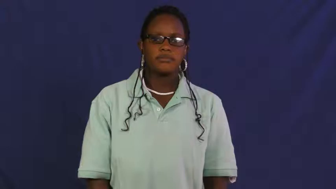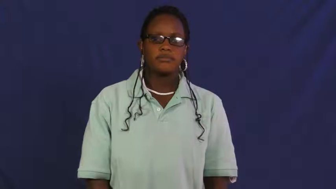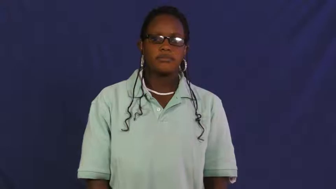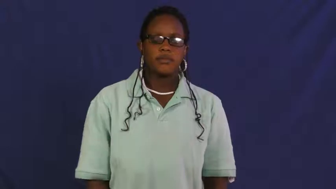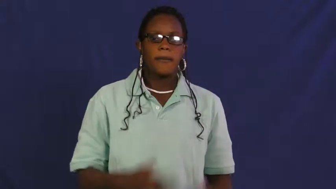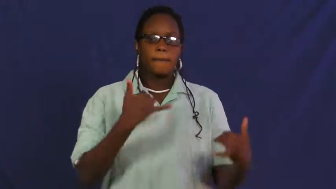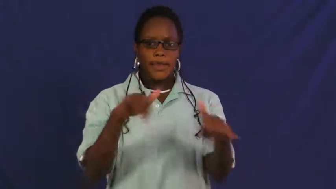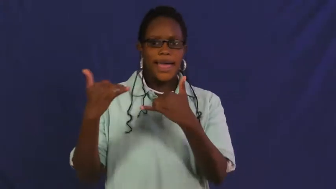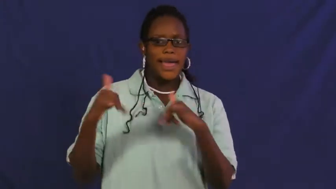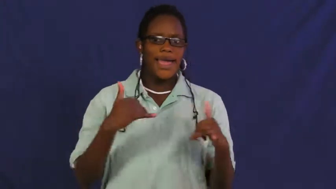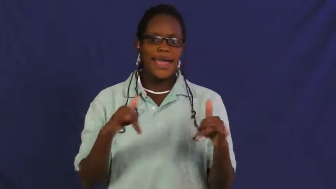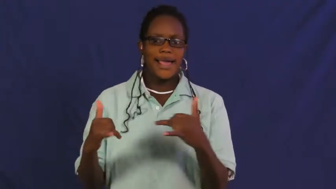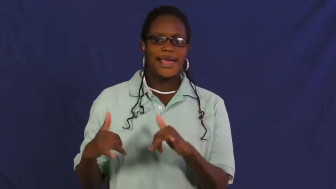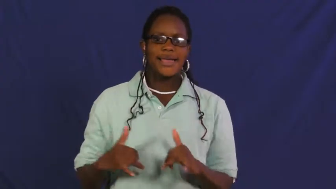romp around,gambol,horseplay